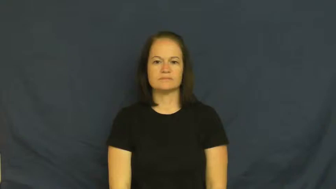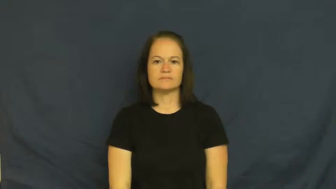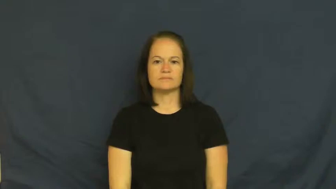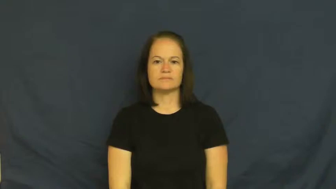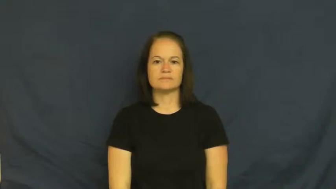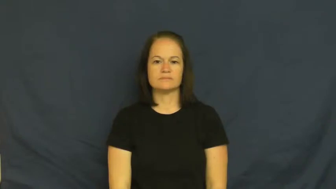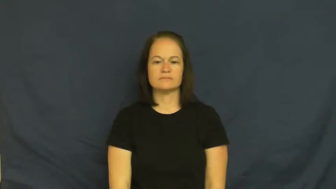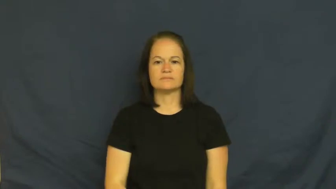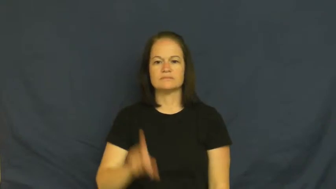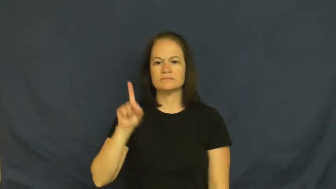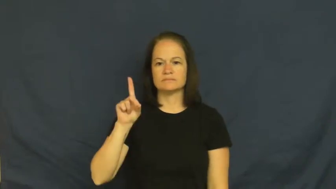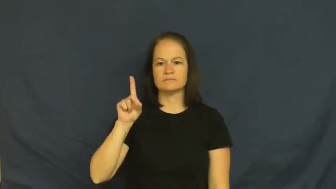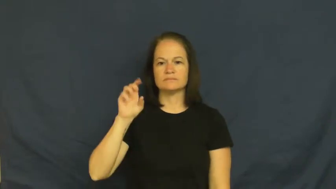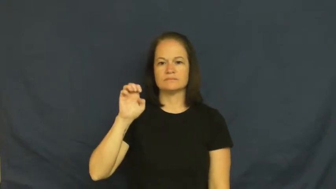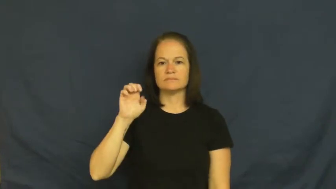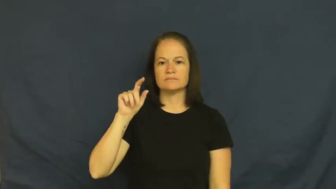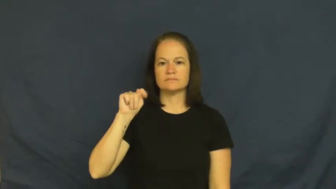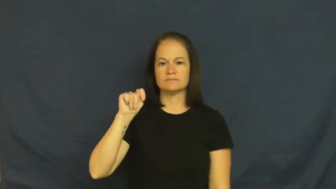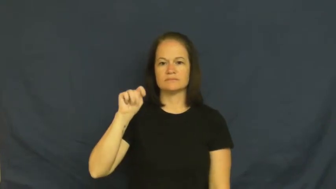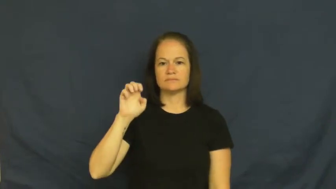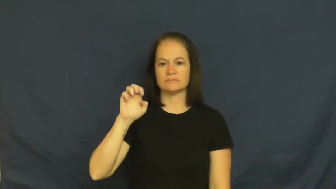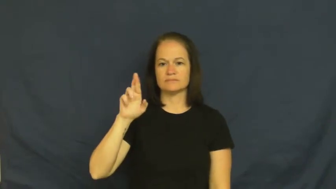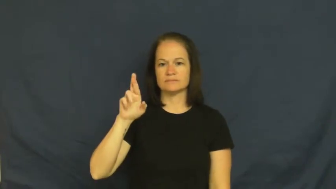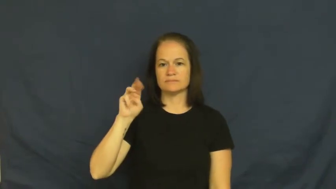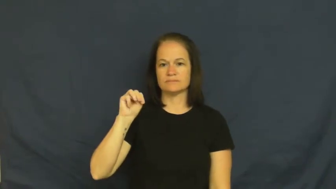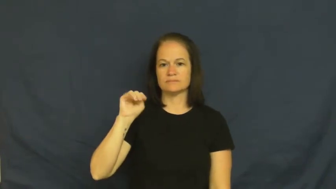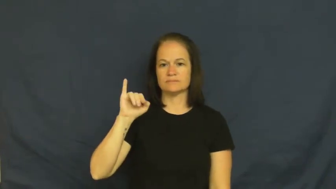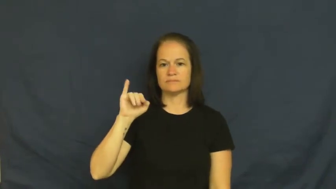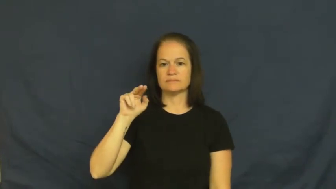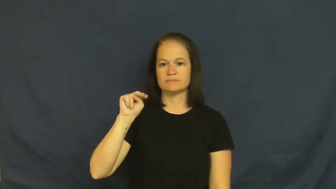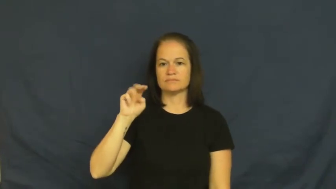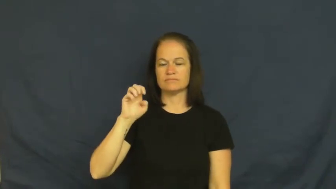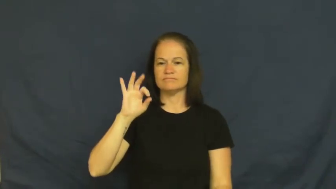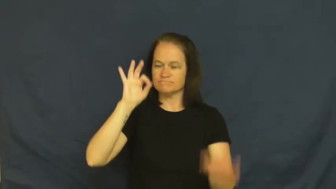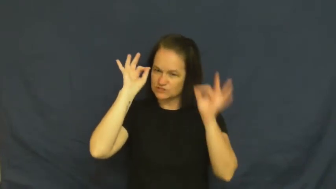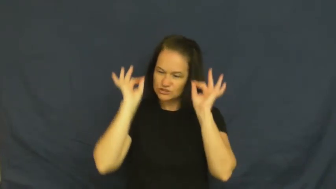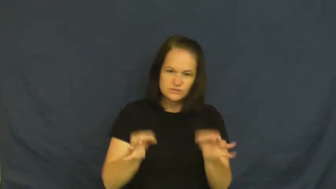determine